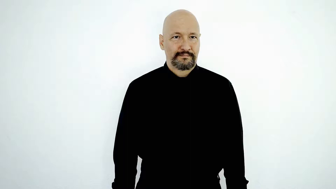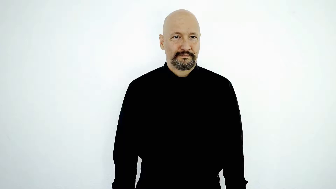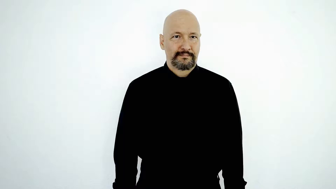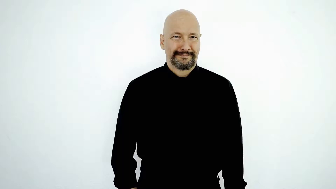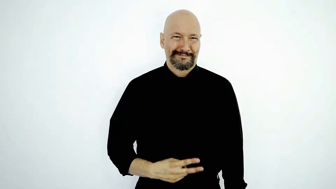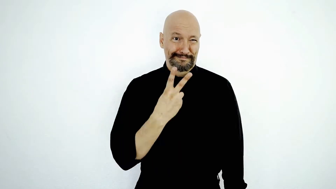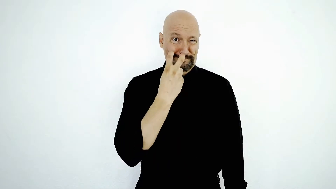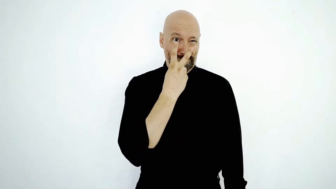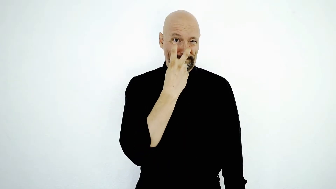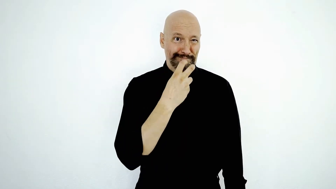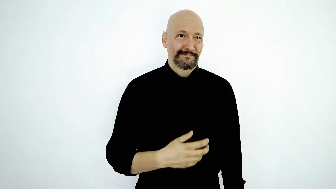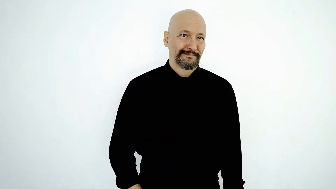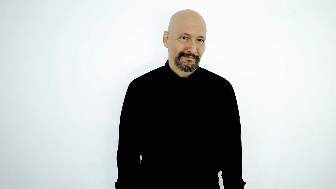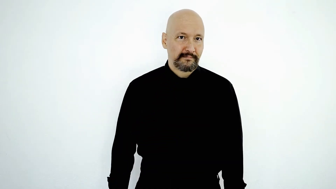SKEPTICAL, doubt, skeptic, doubtful, dubious, incredulous, unconvinced, I think it is unlikely